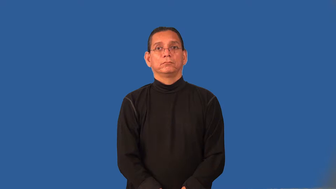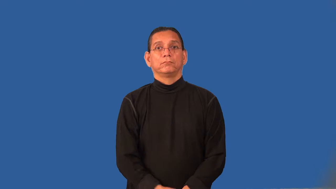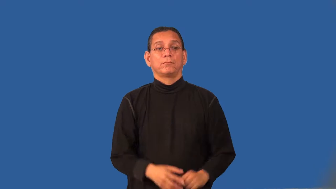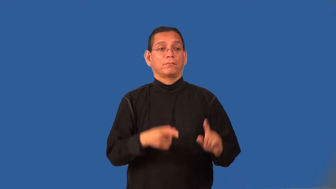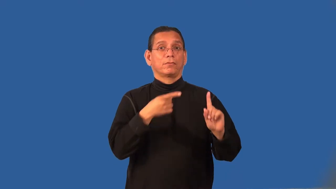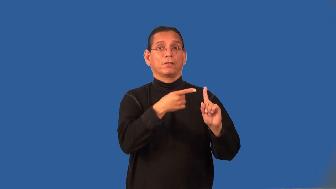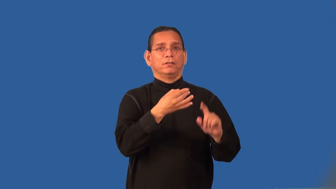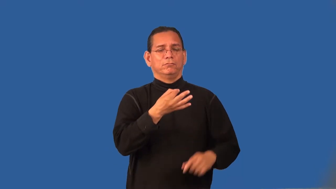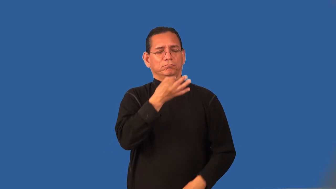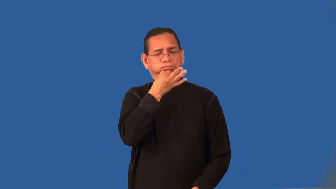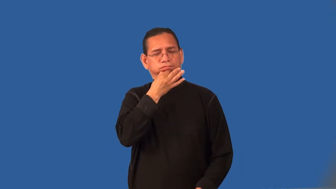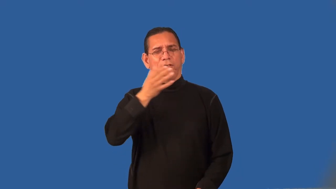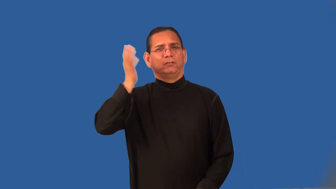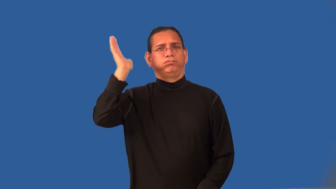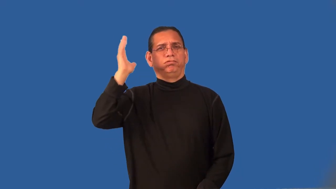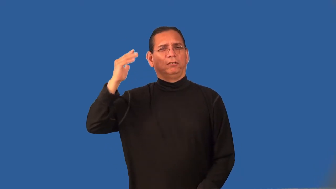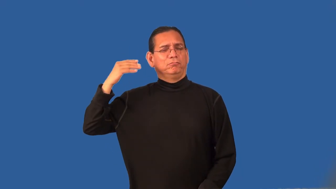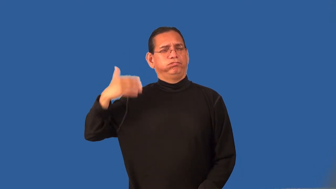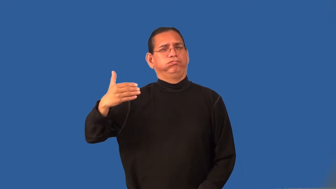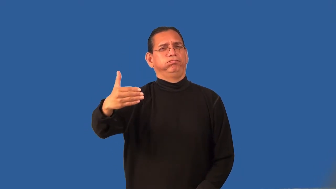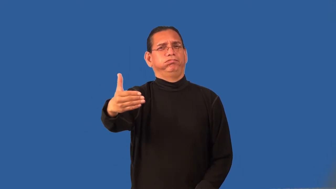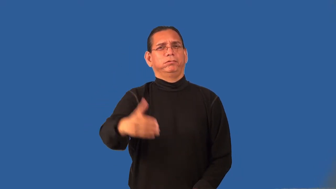pundit